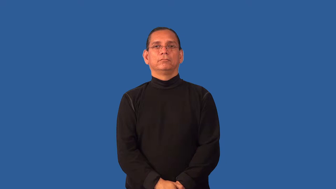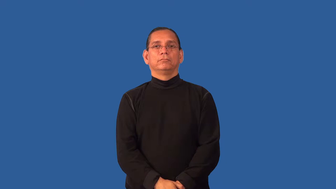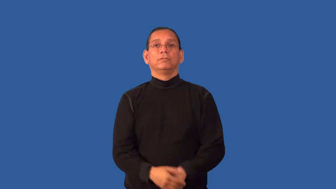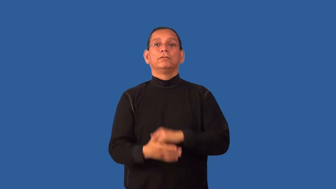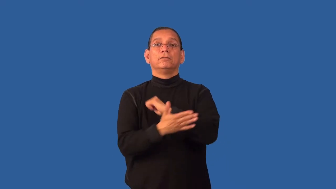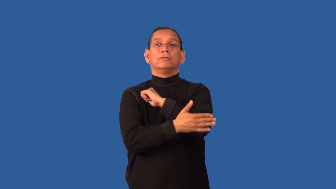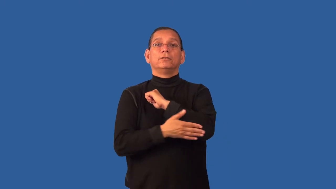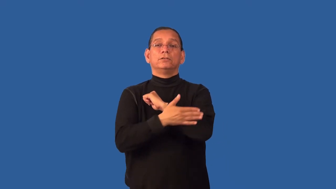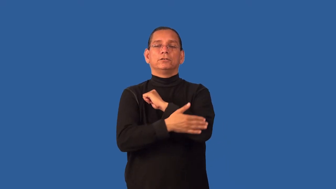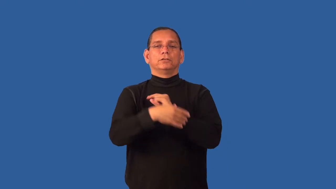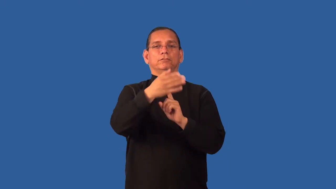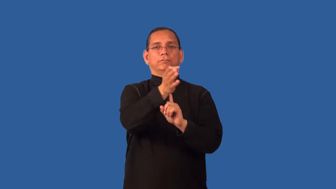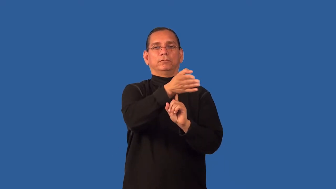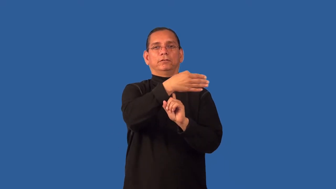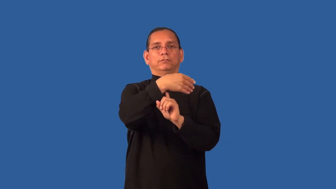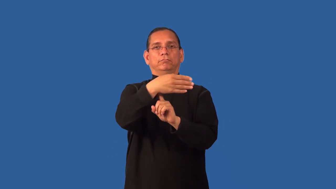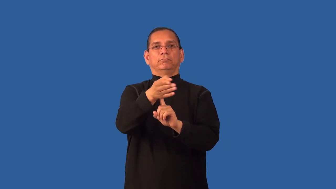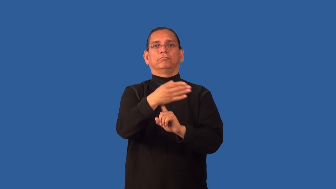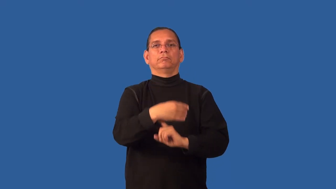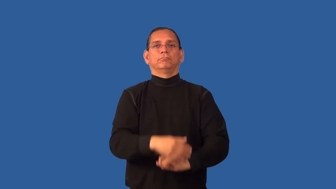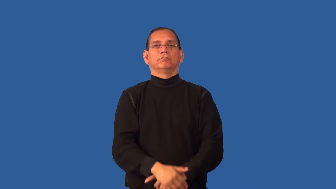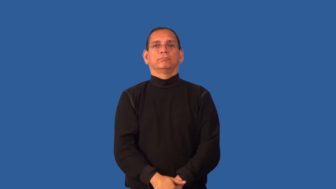ensign-flag